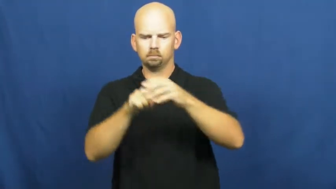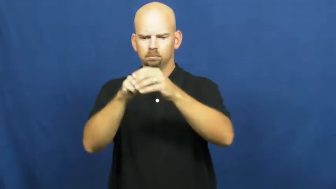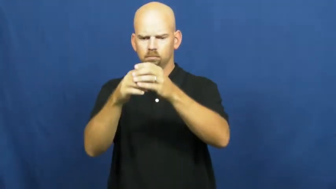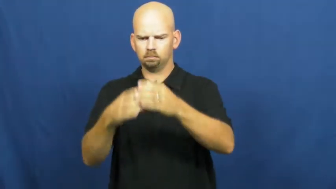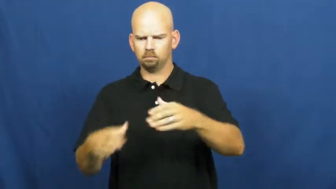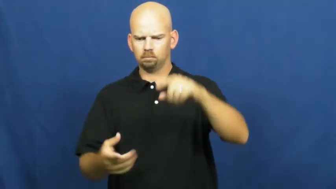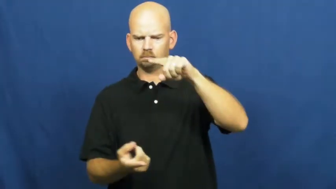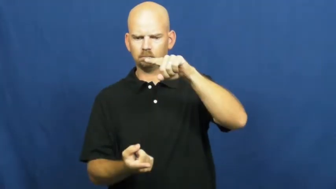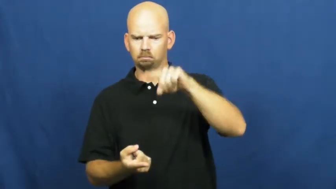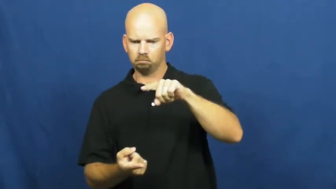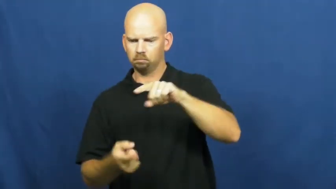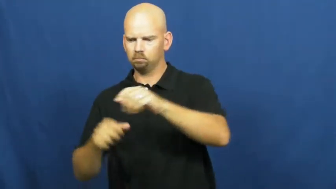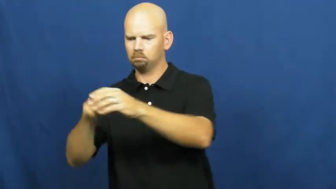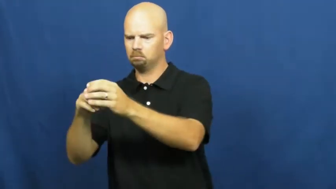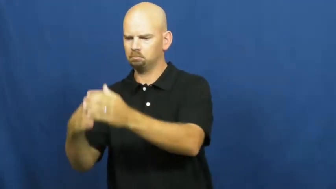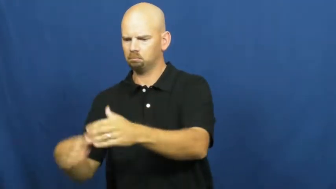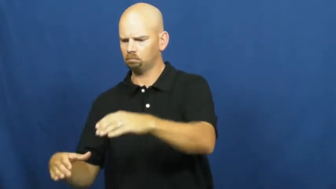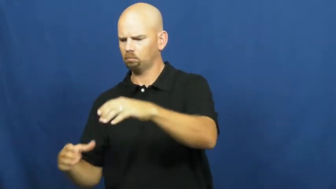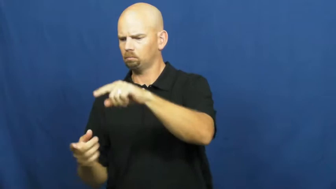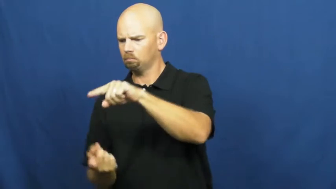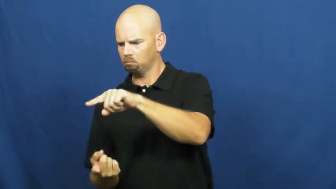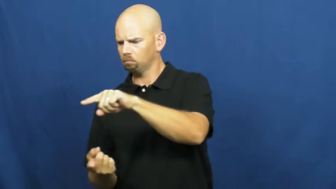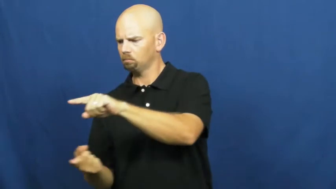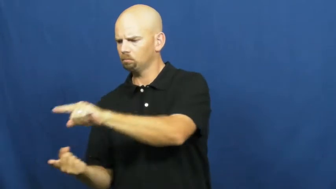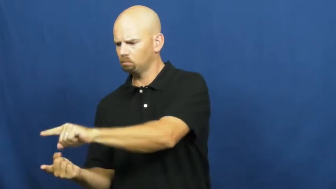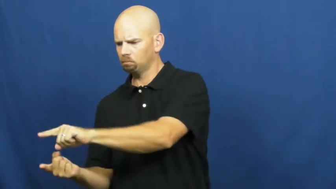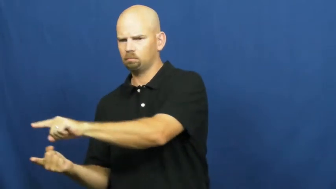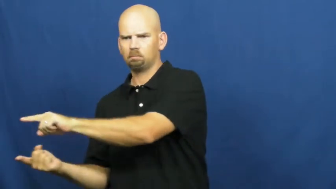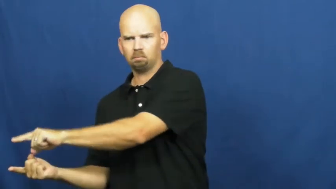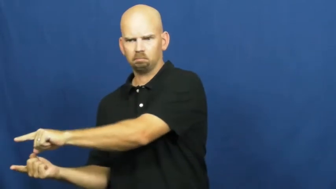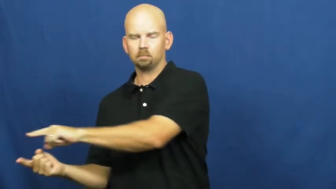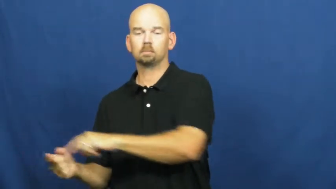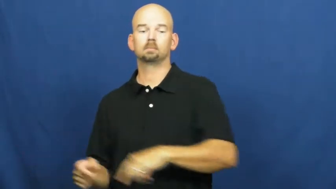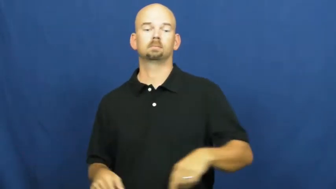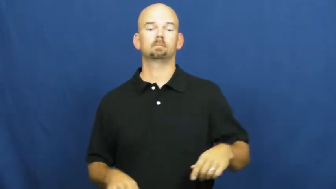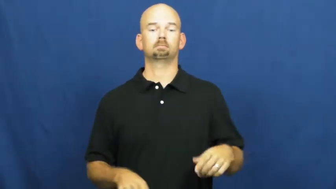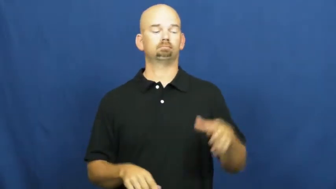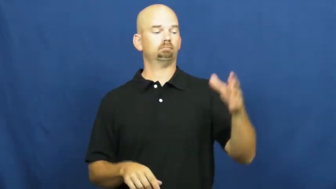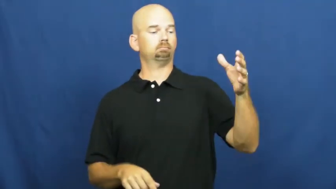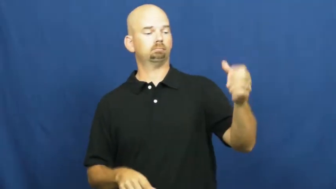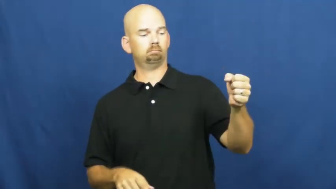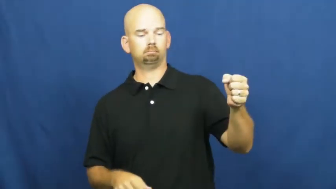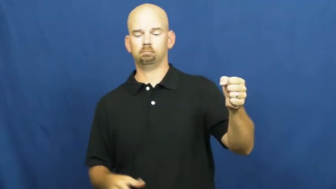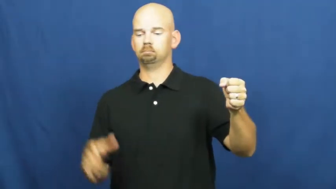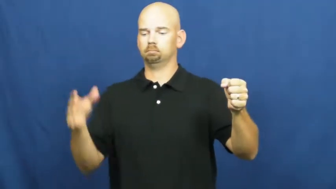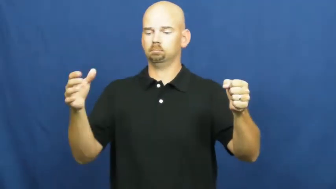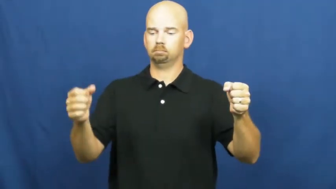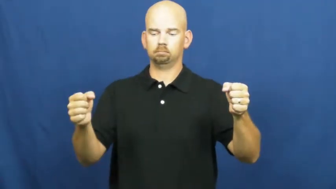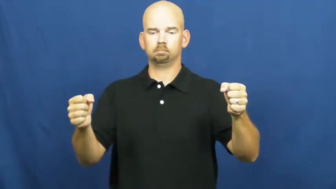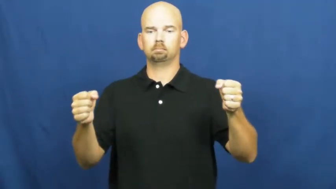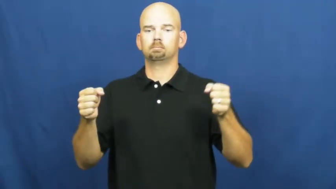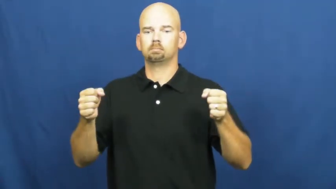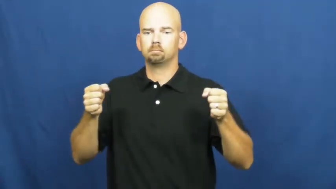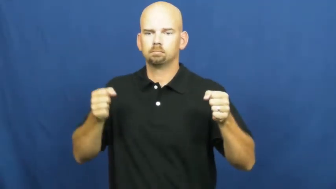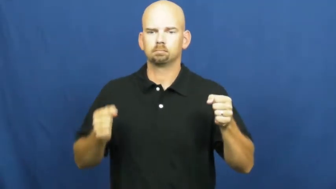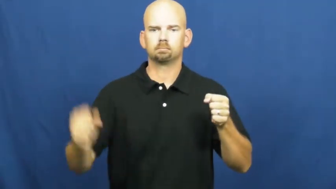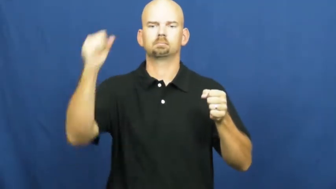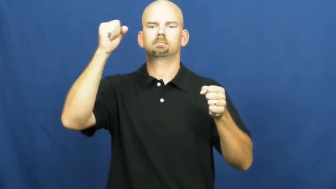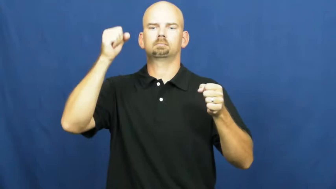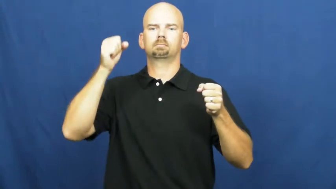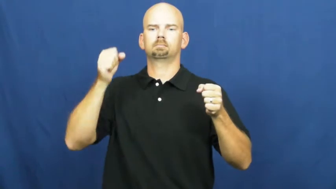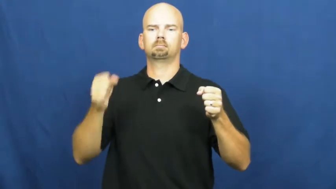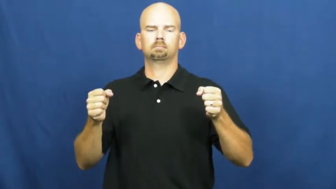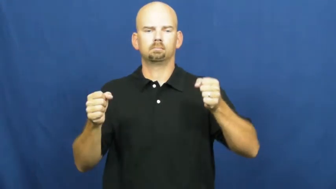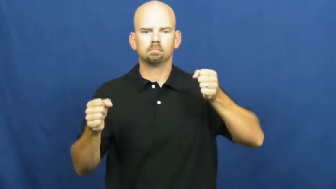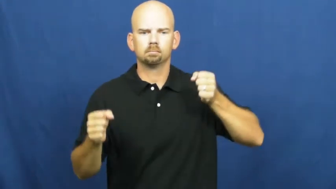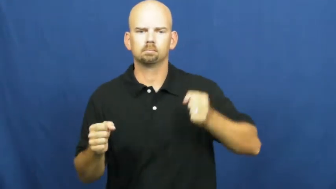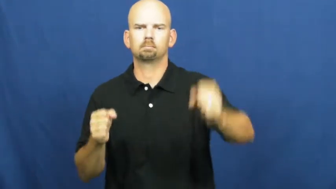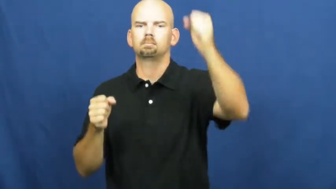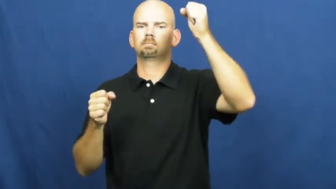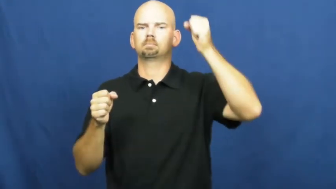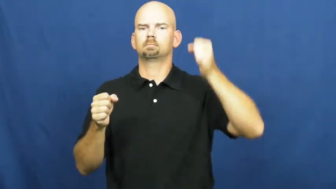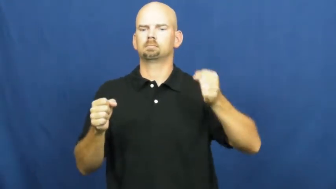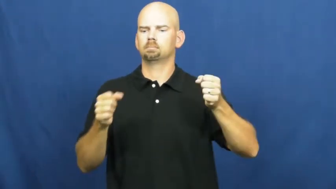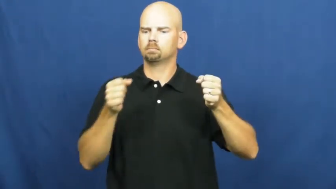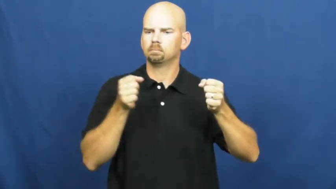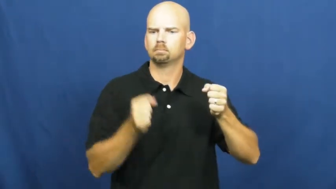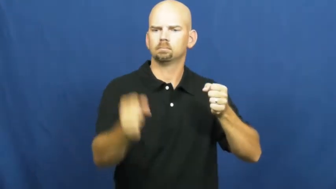peal-bells